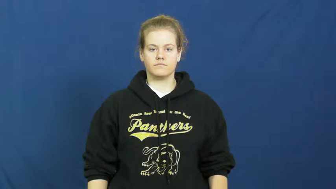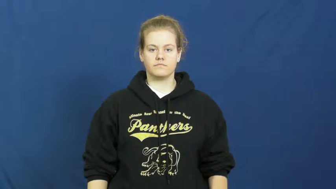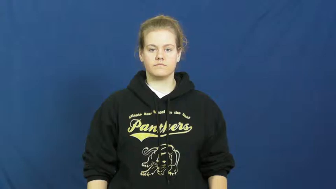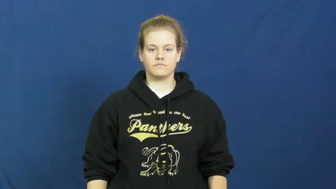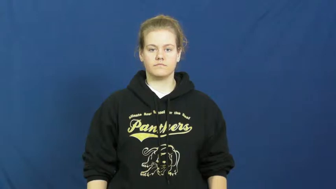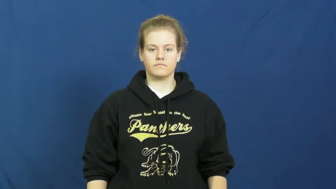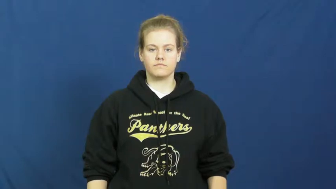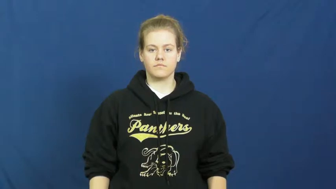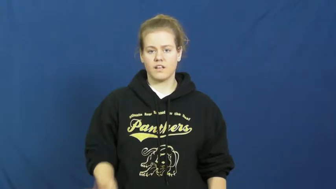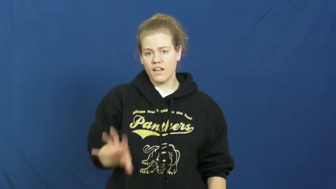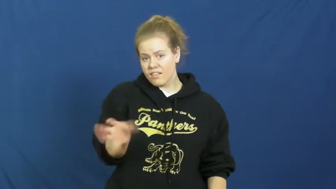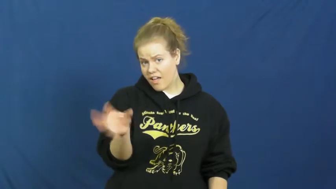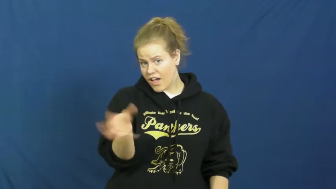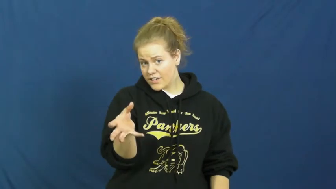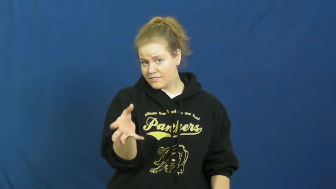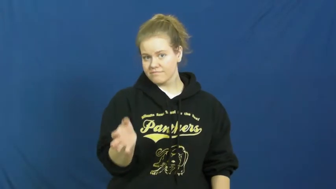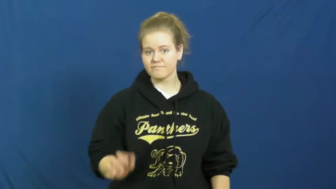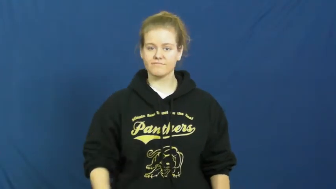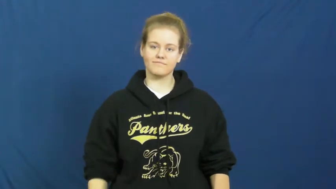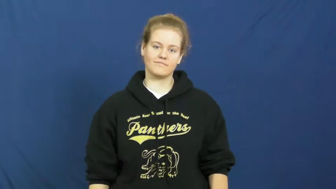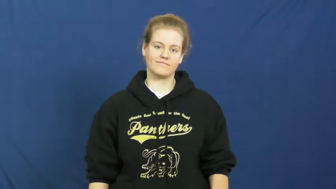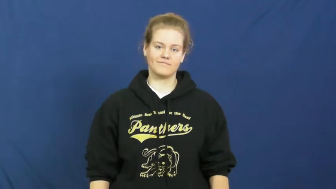knob